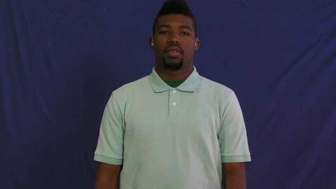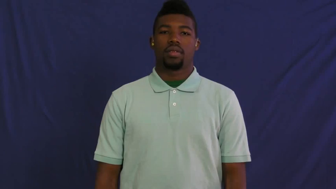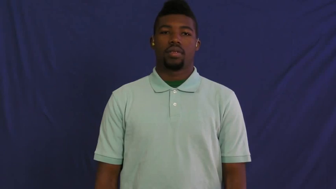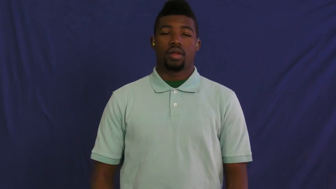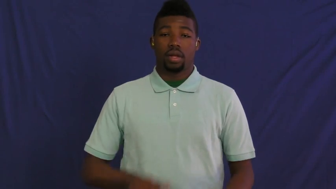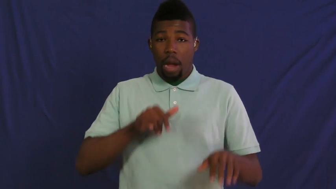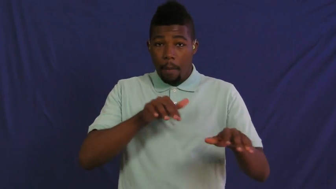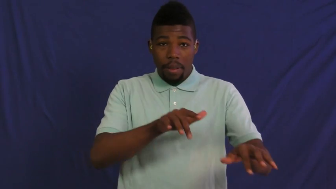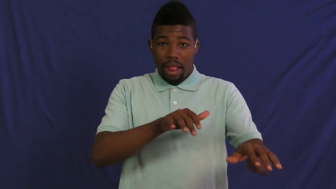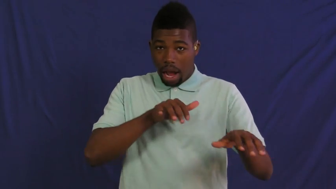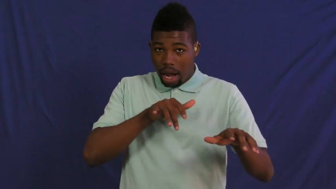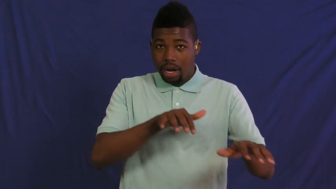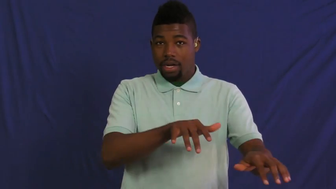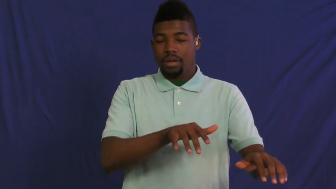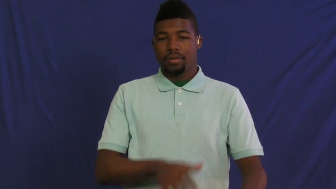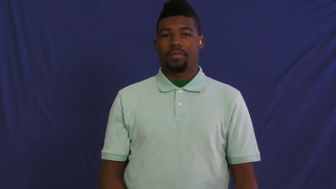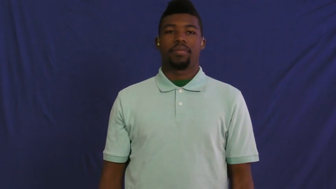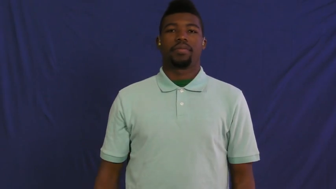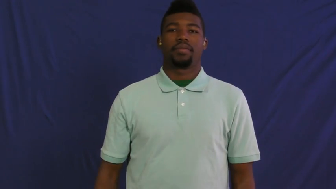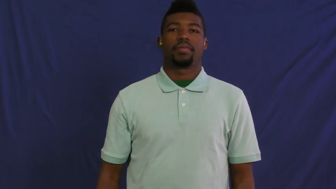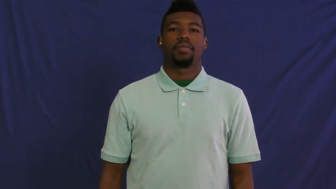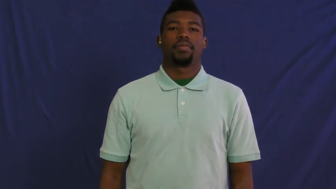hypnotize,mesmerize,entrance